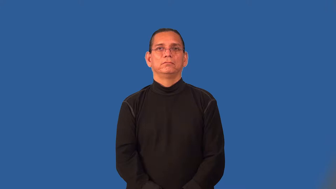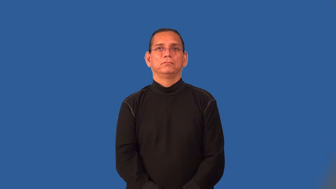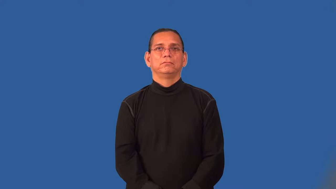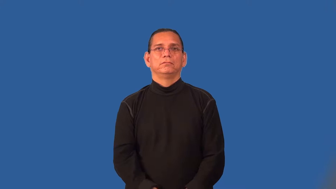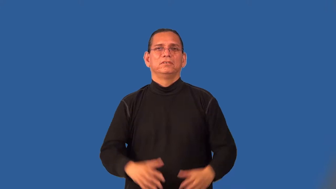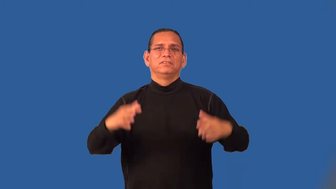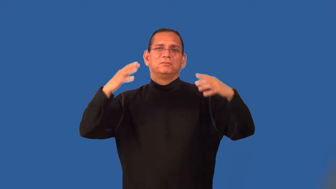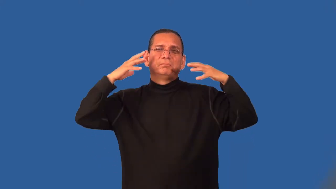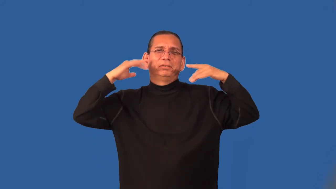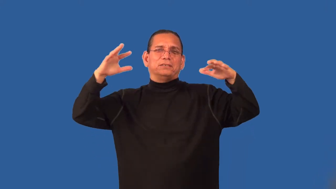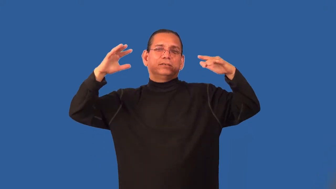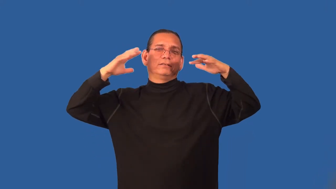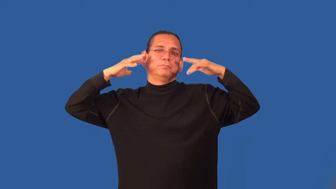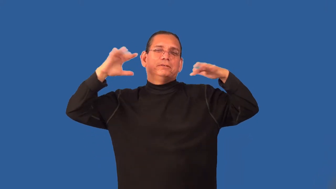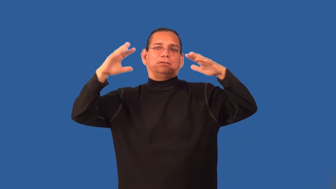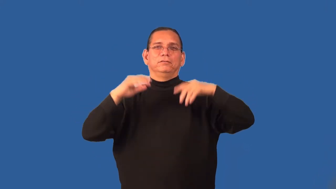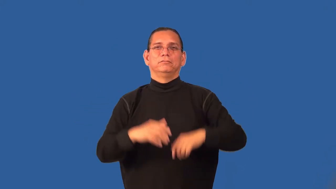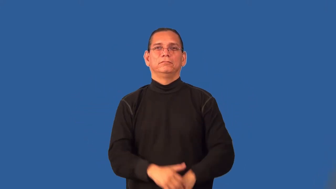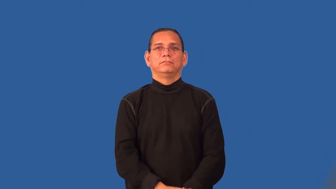revelry